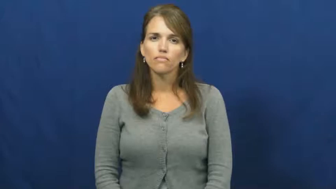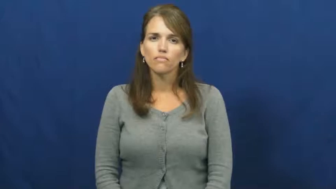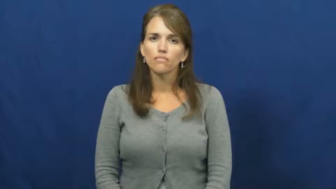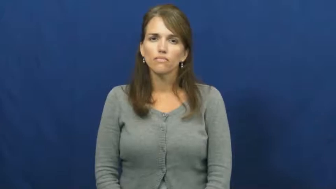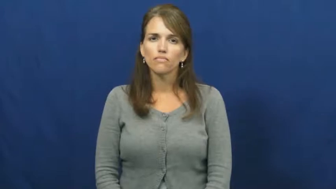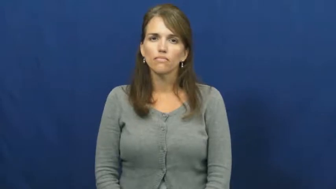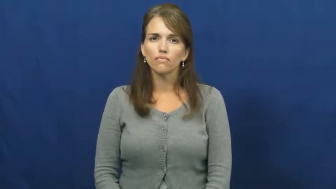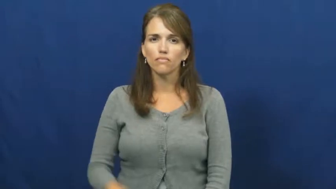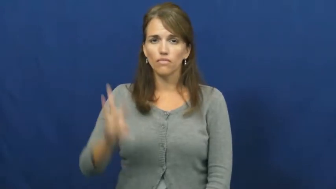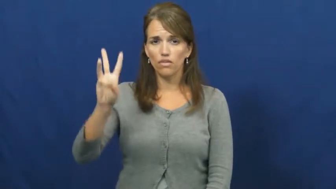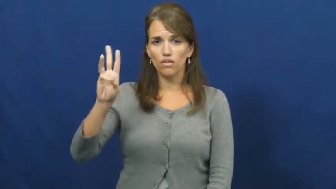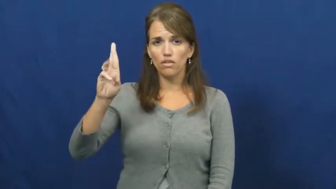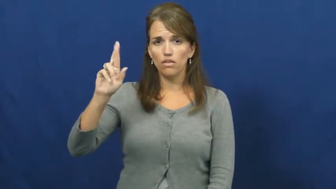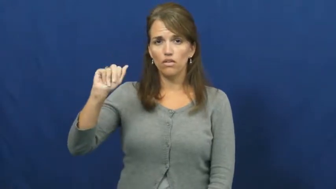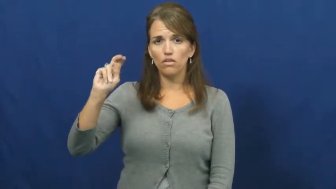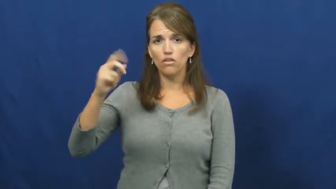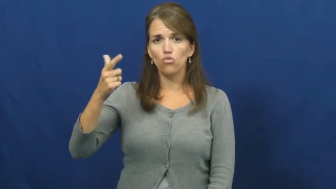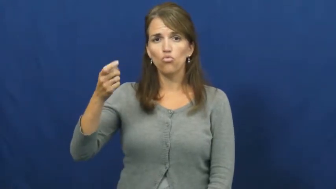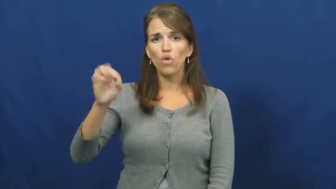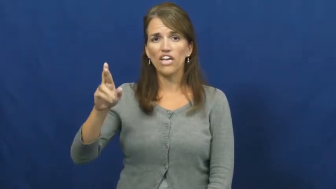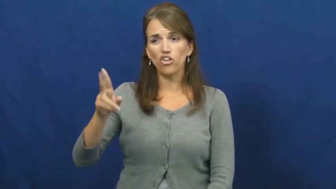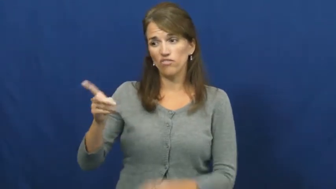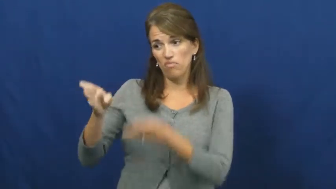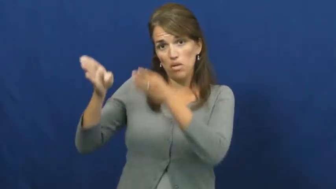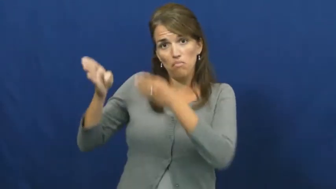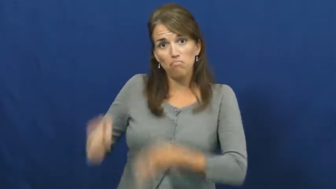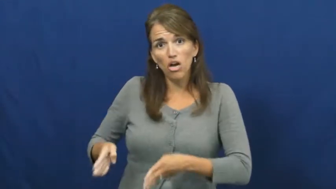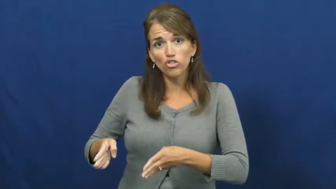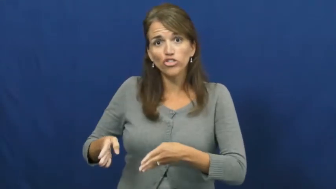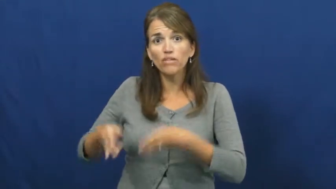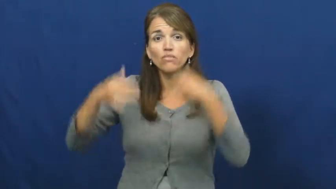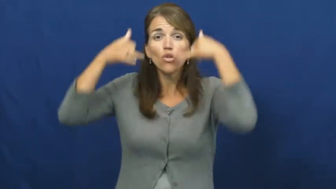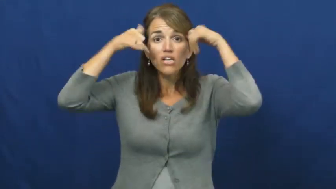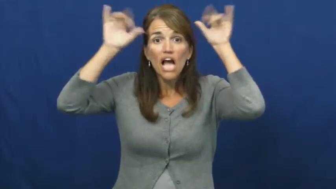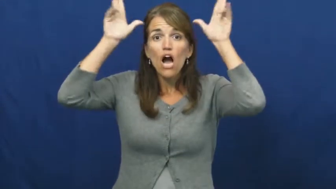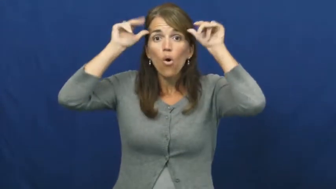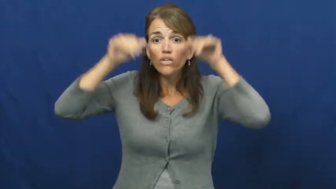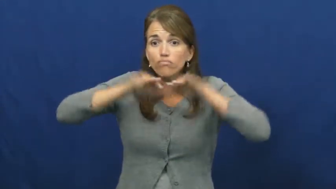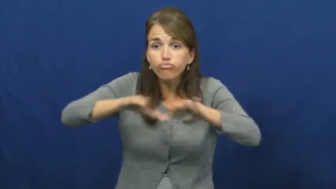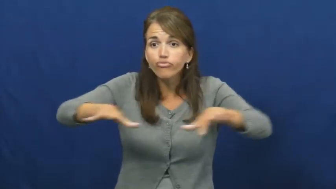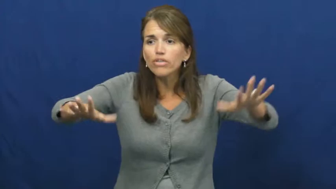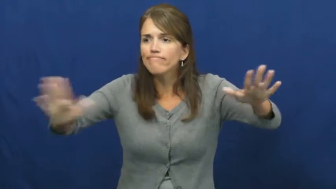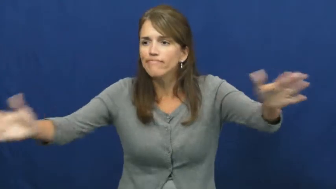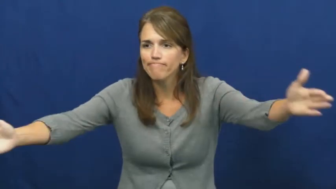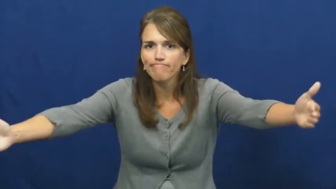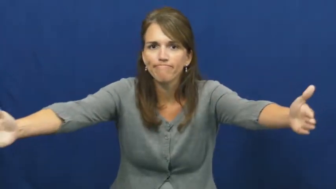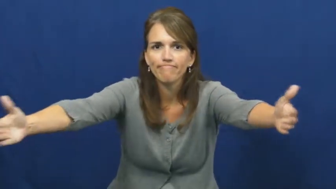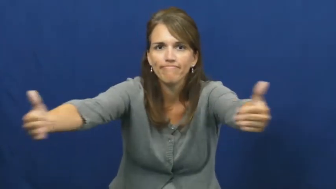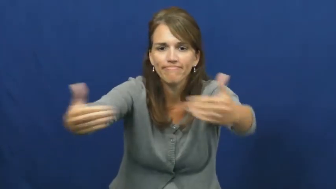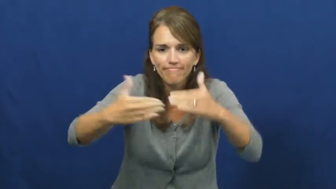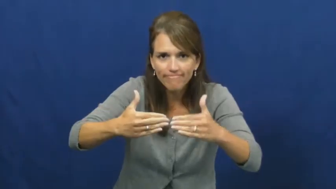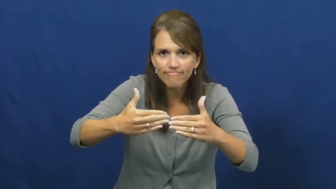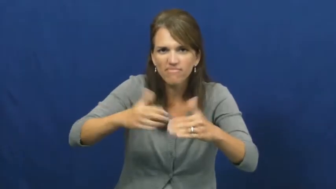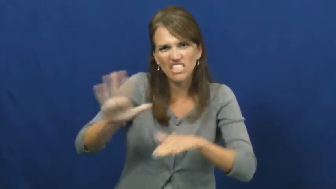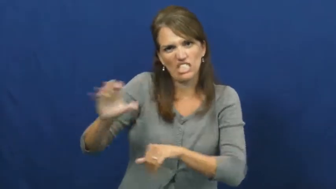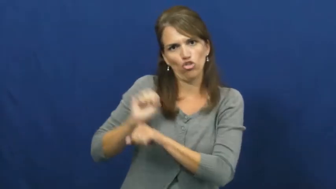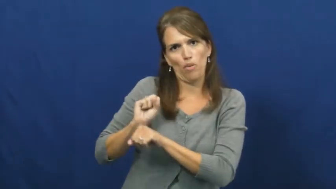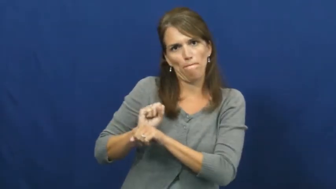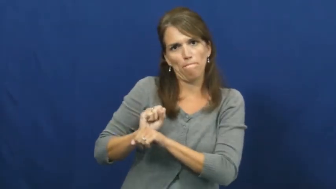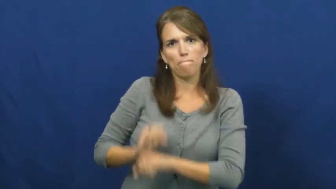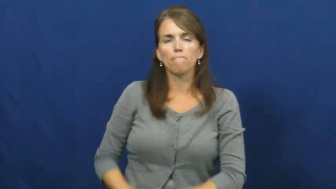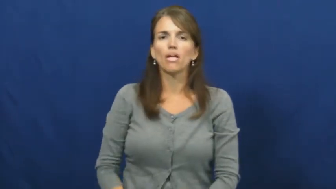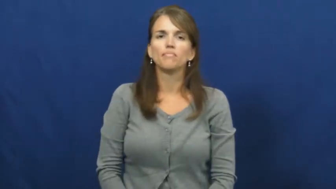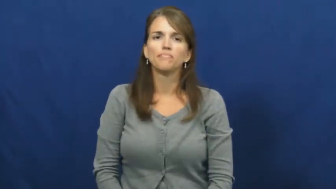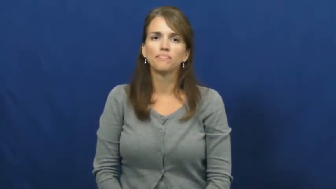wrangler